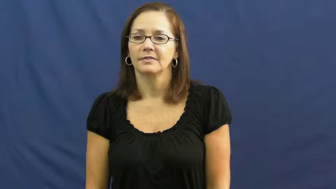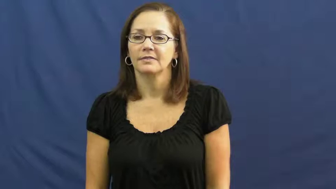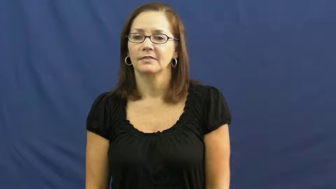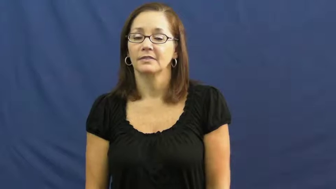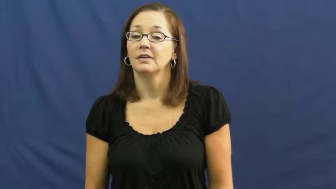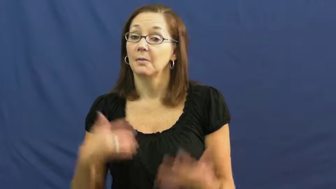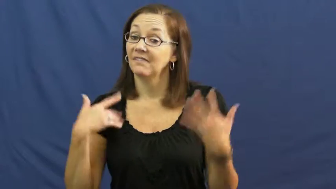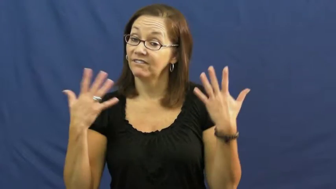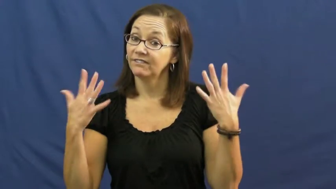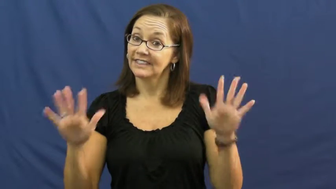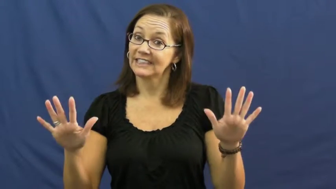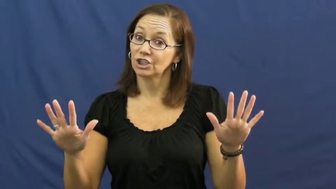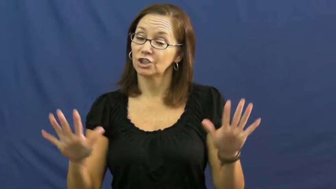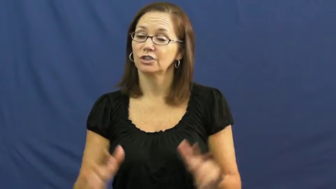top off-finish